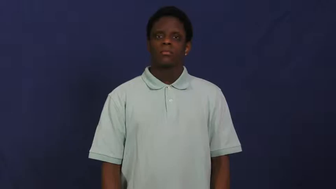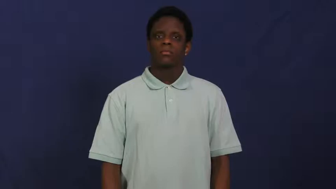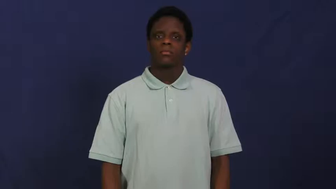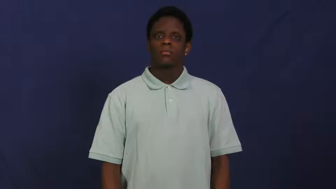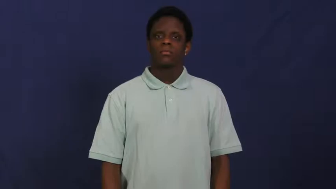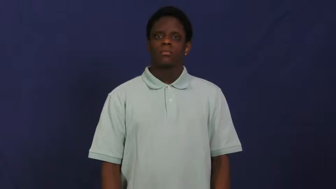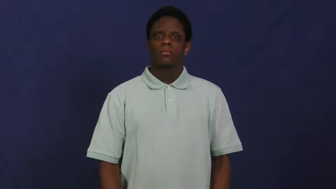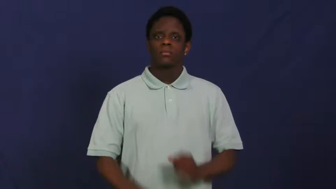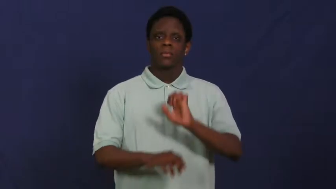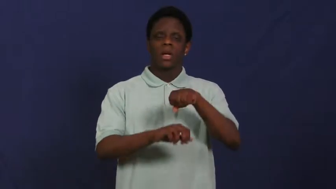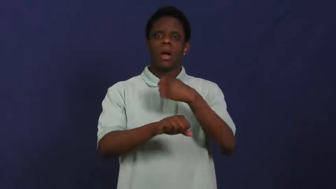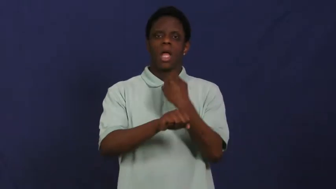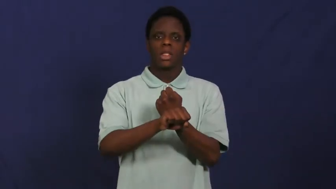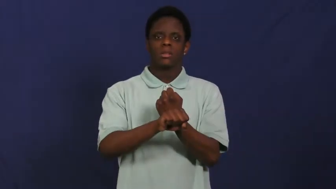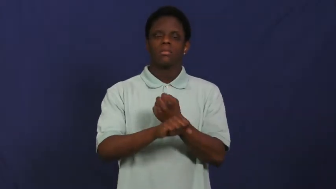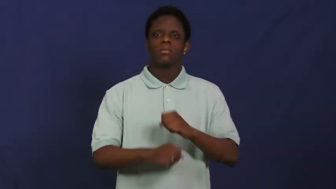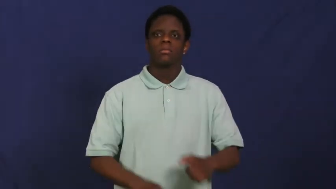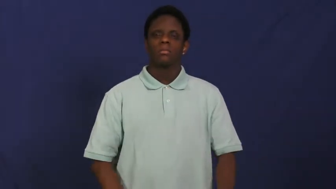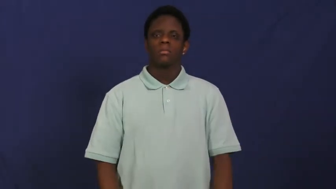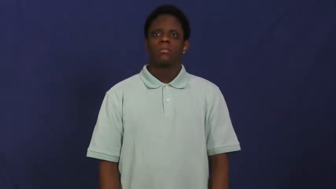lock,lock up